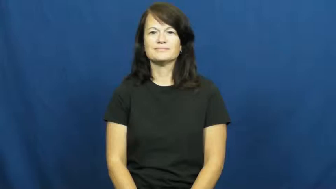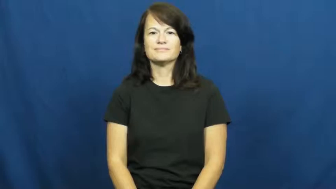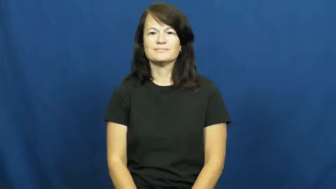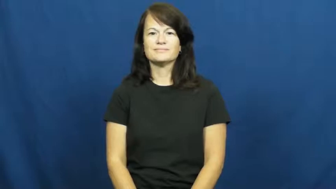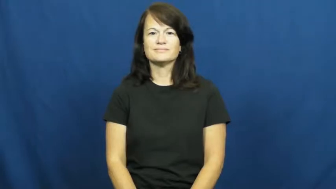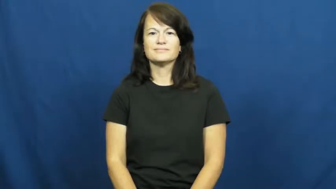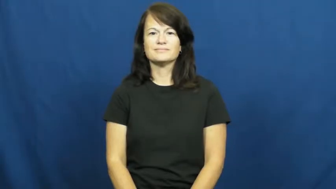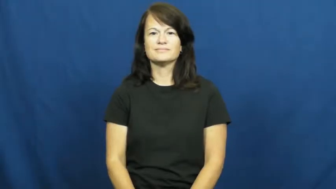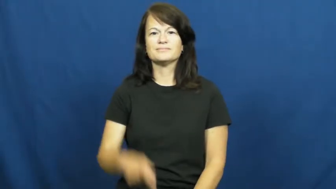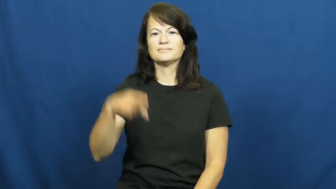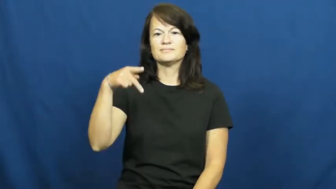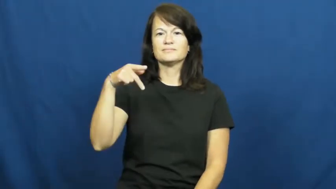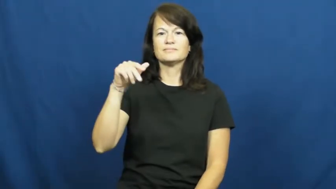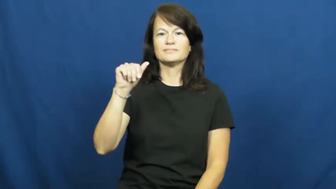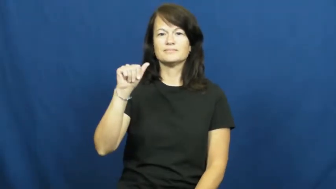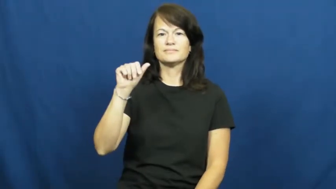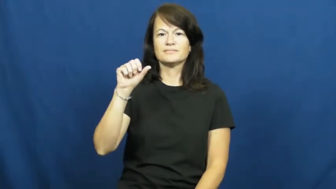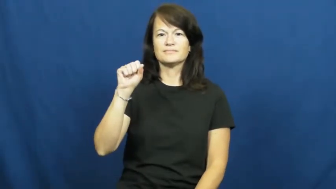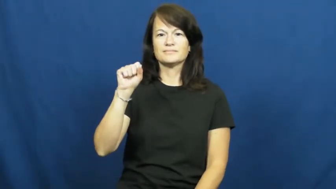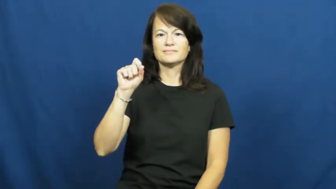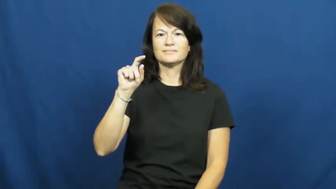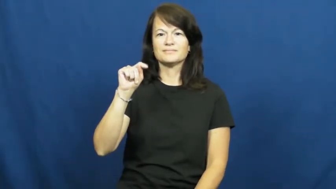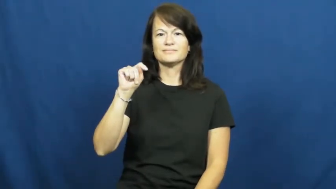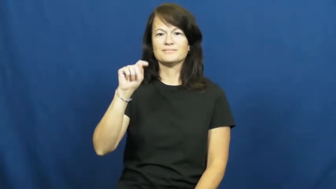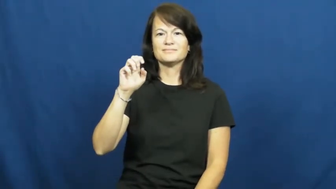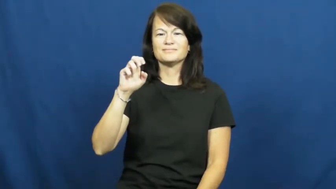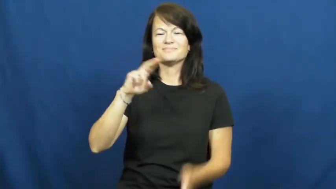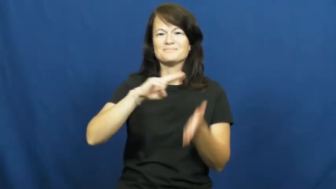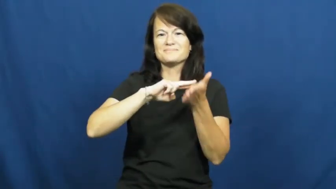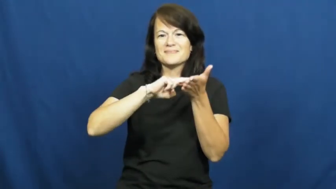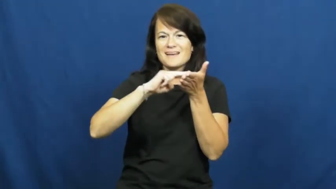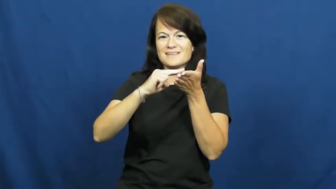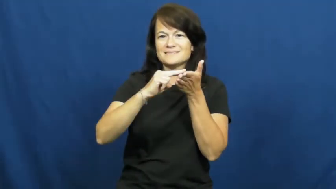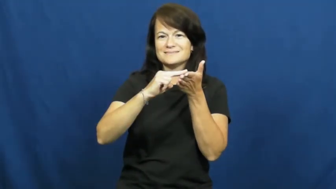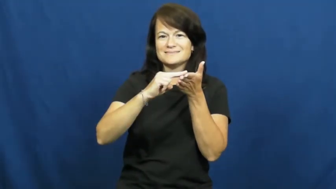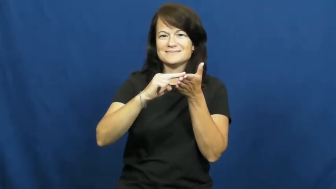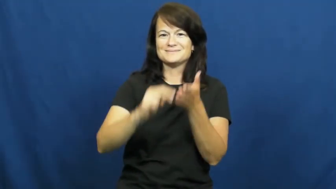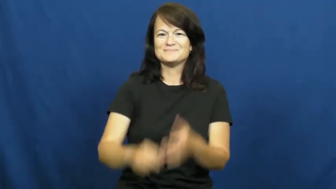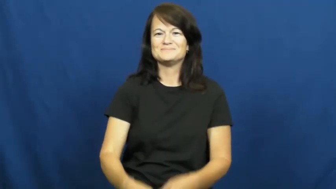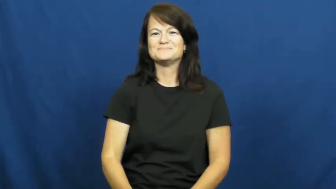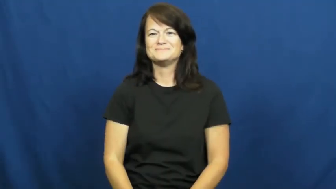paste,paste up